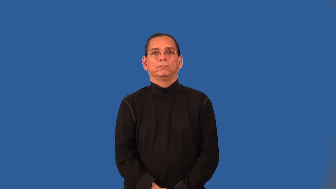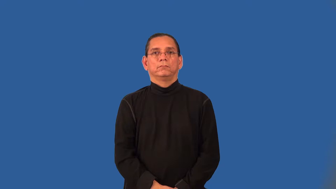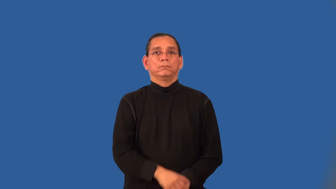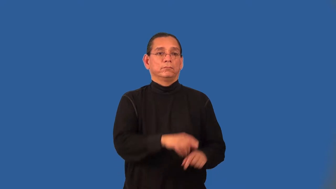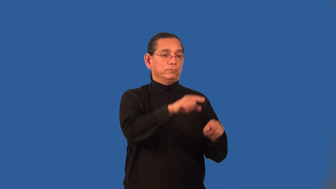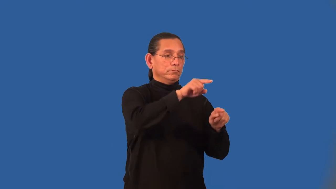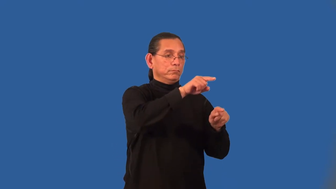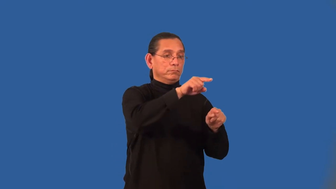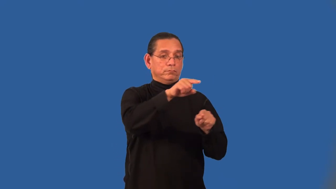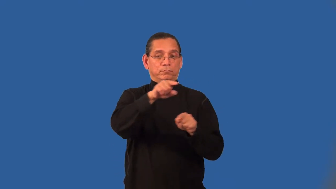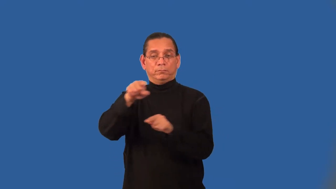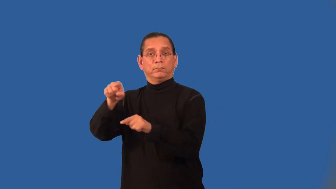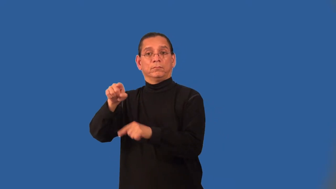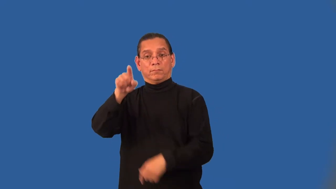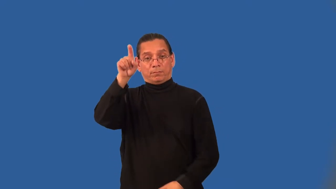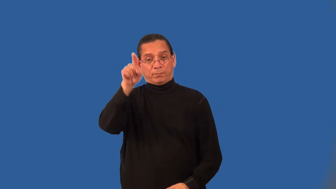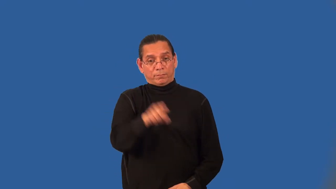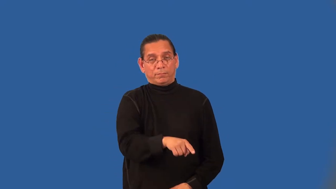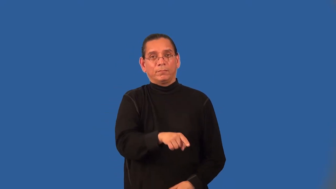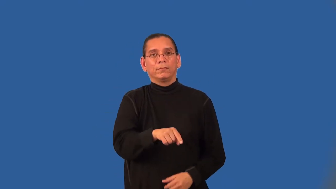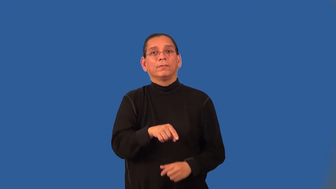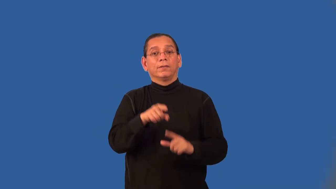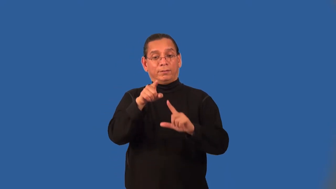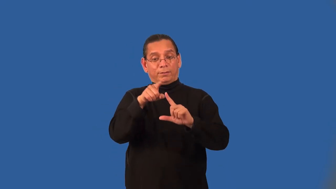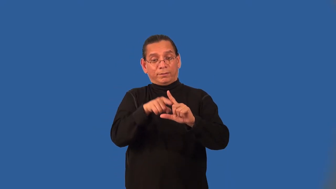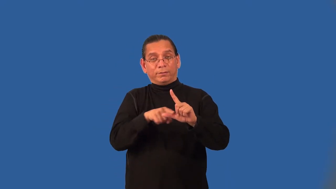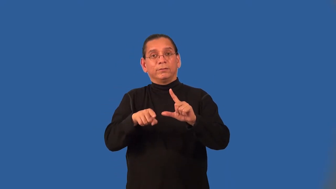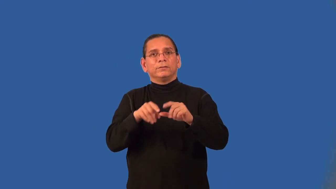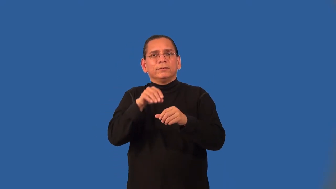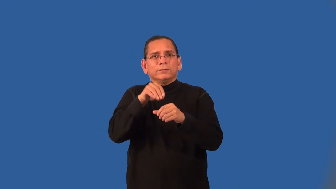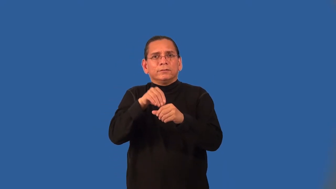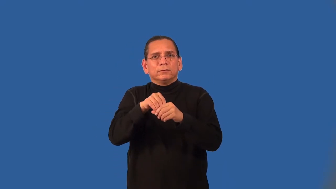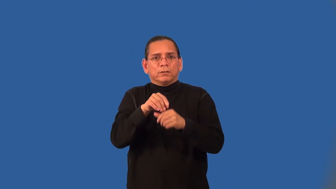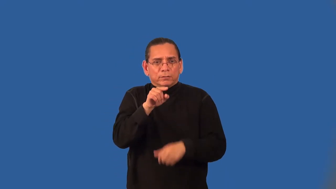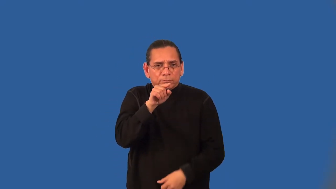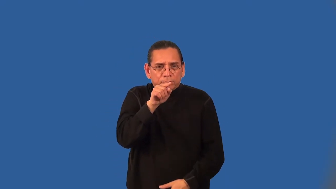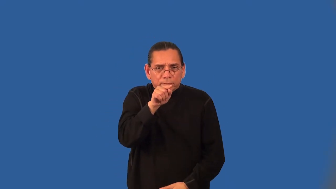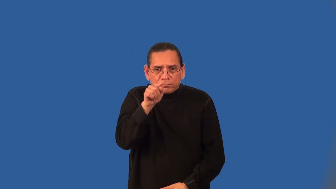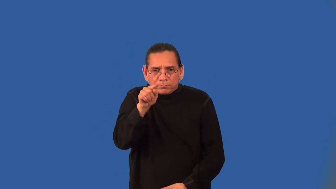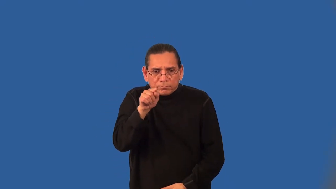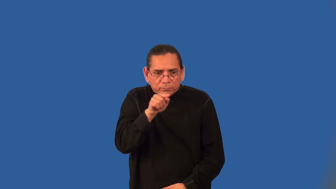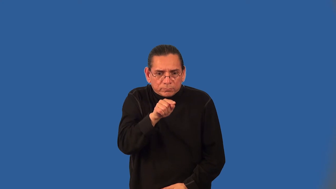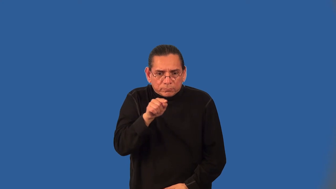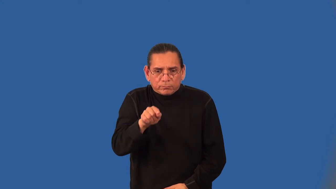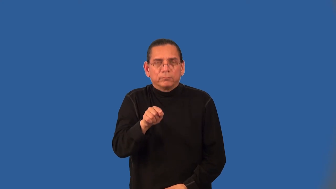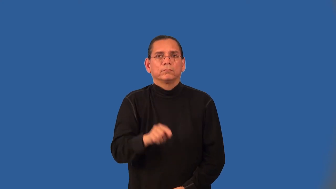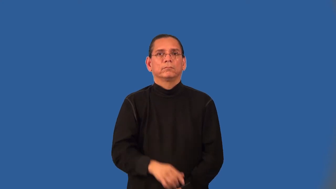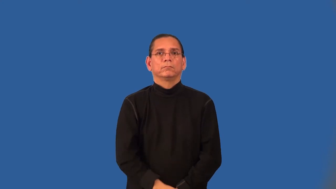alternate interior angles